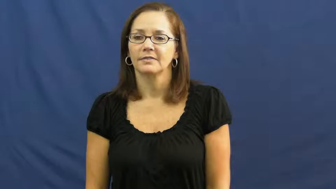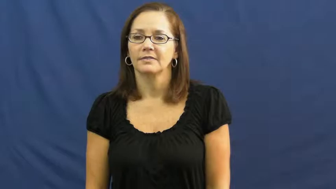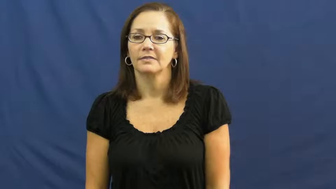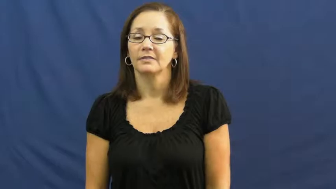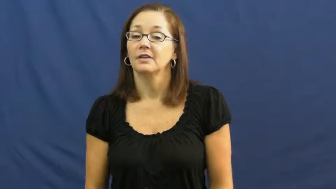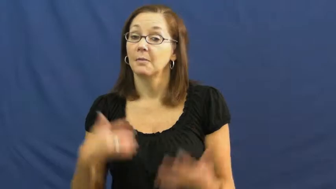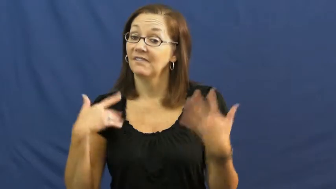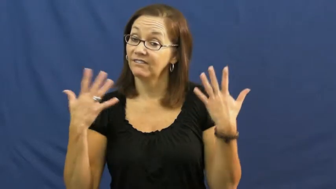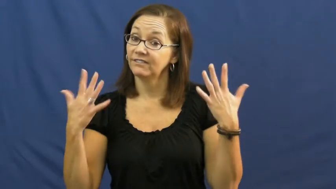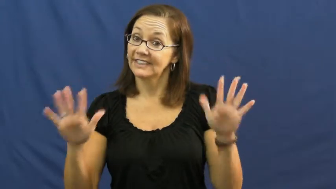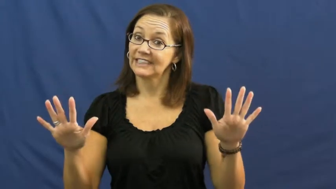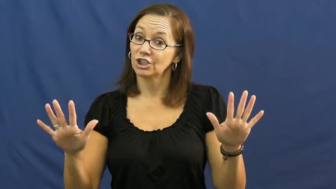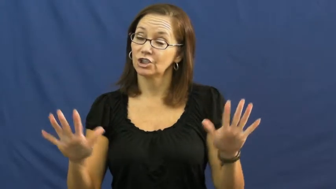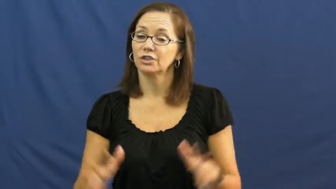polish off,finish off-finish